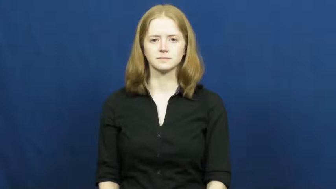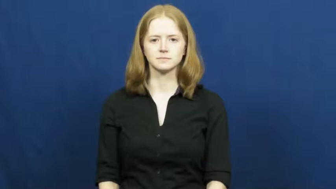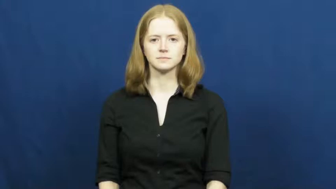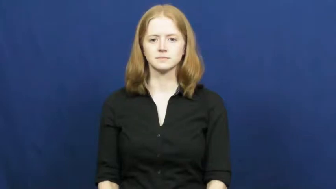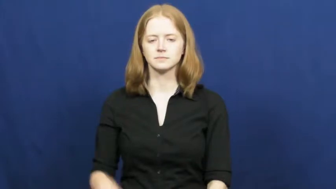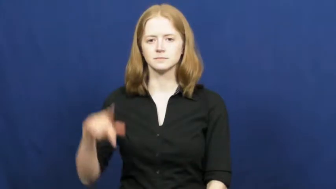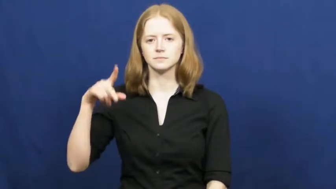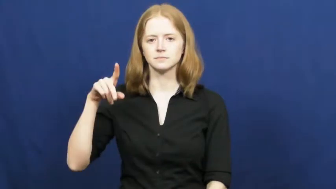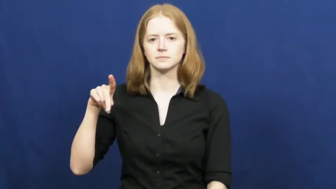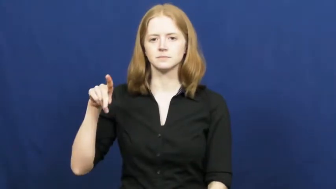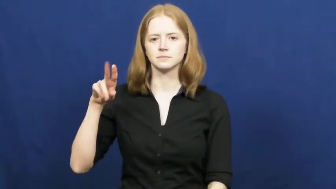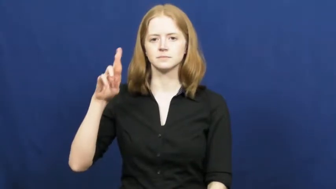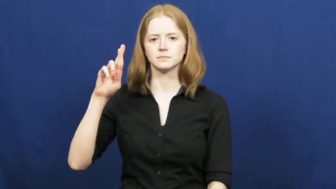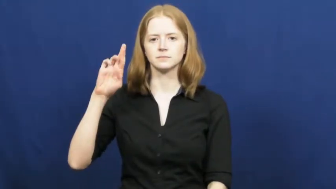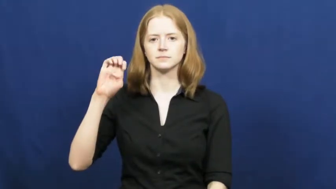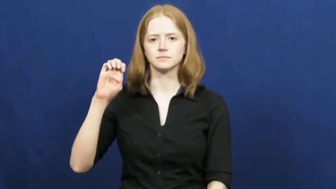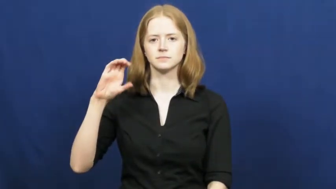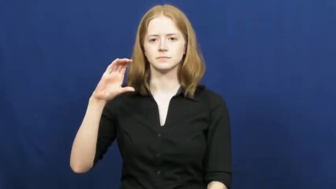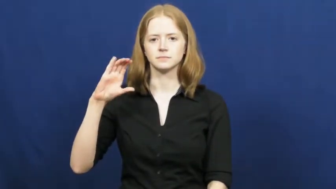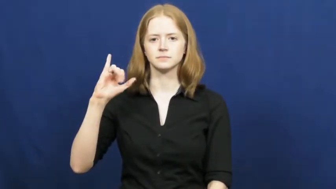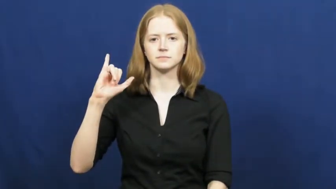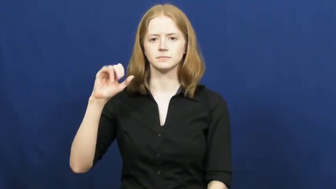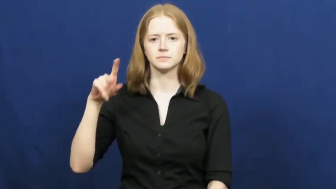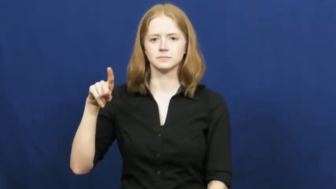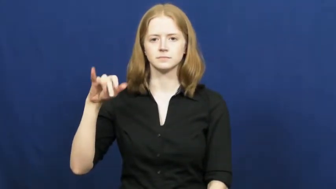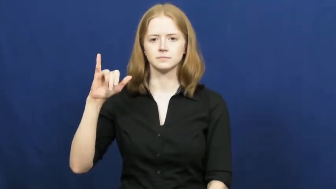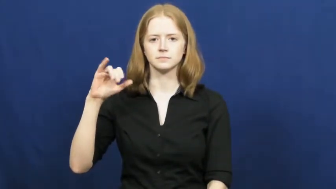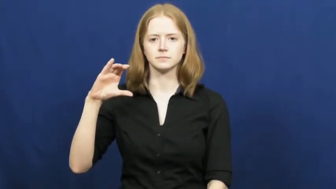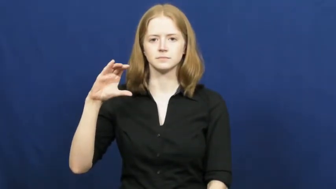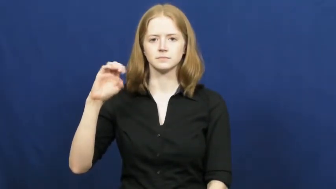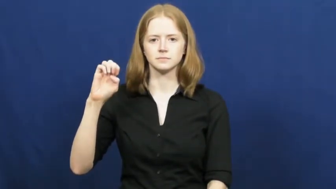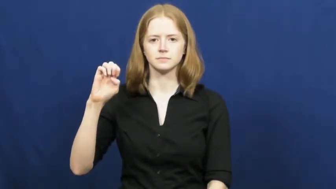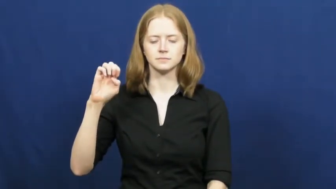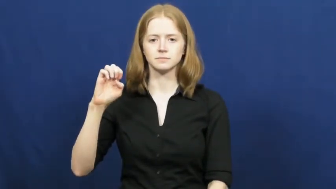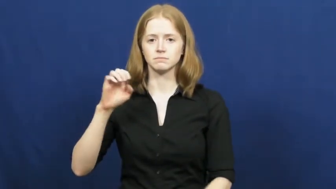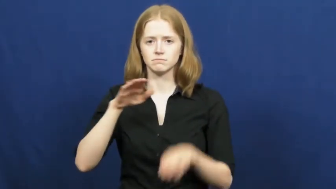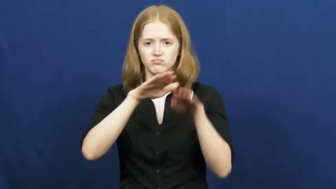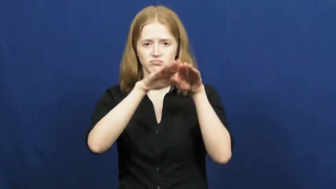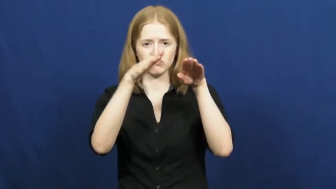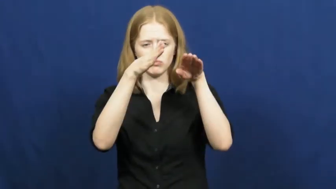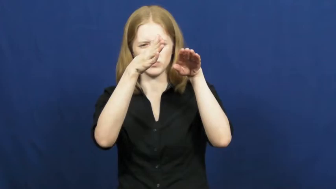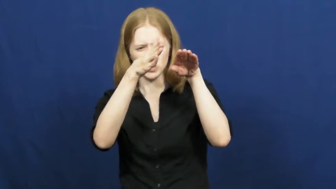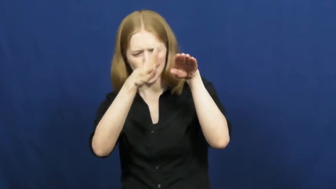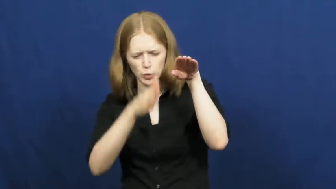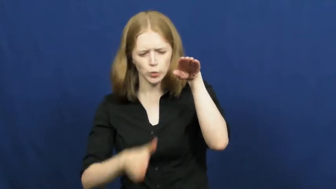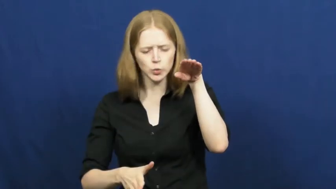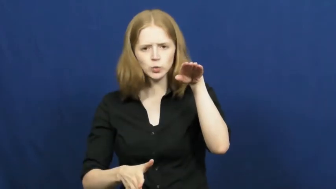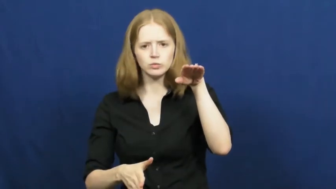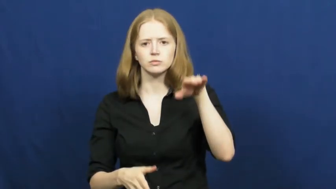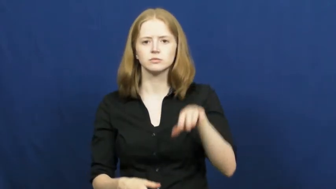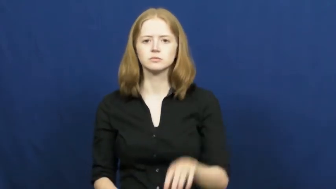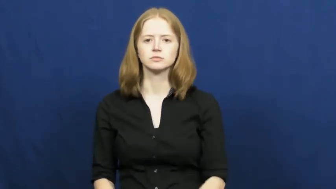precipice